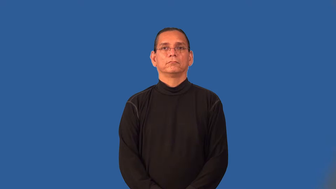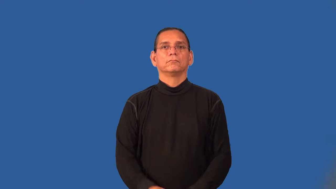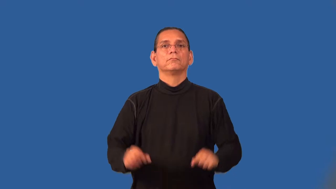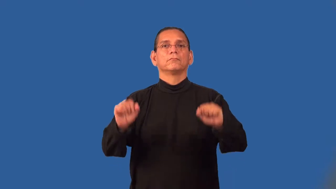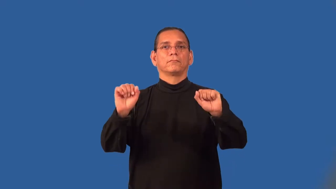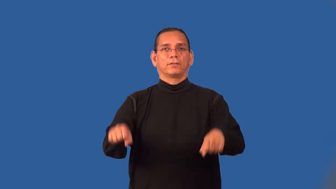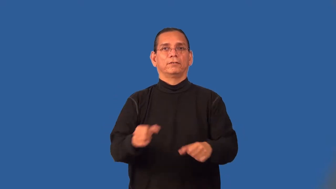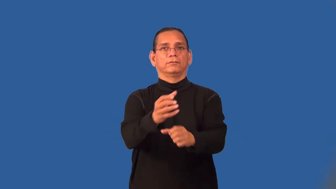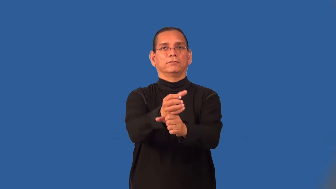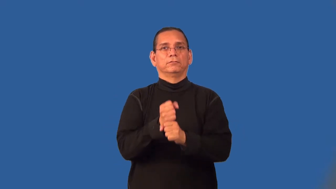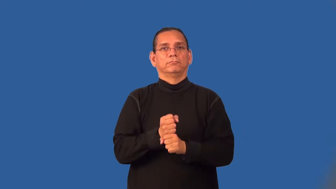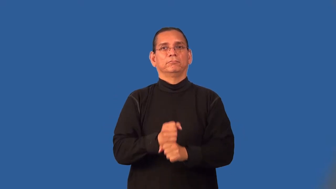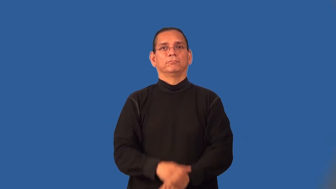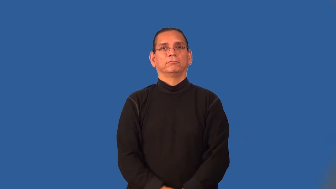retrievable